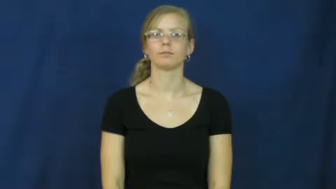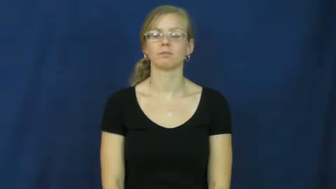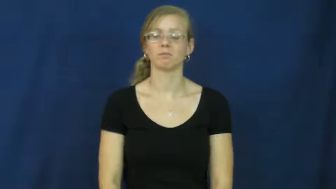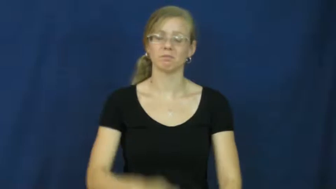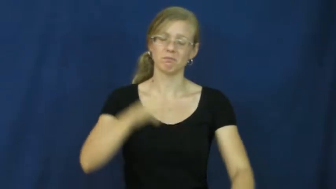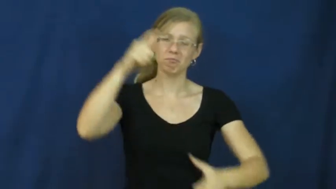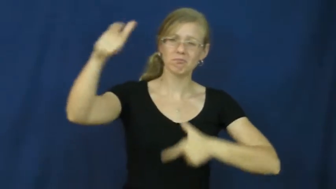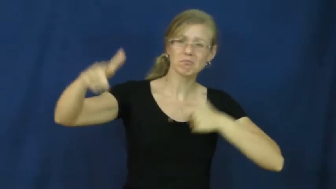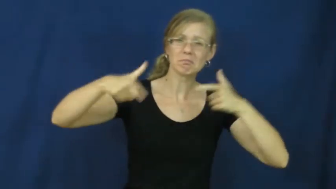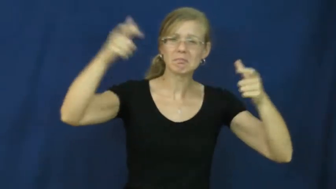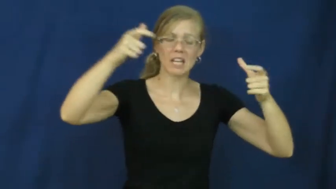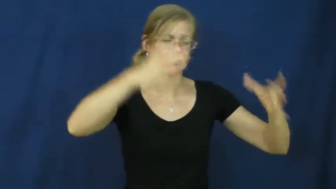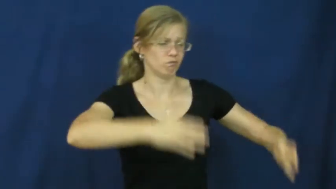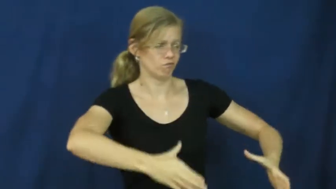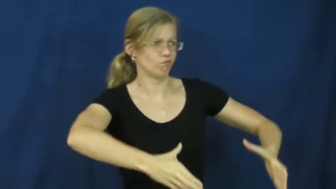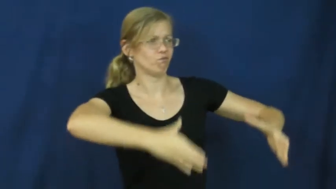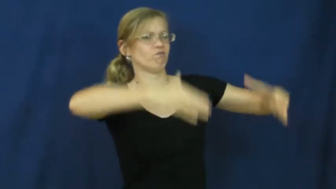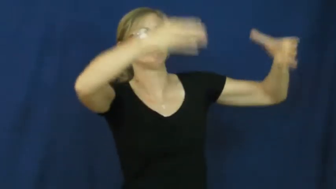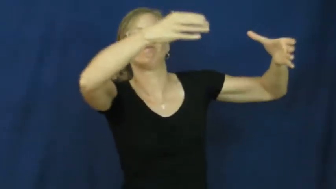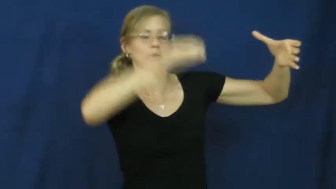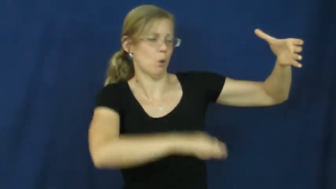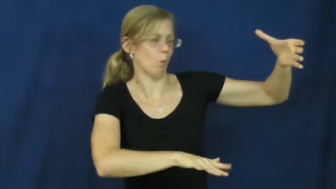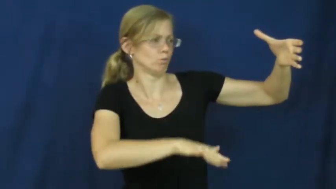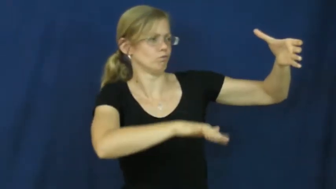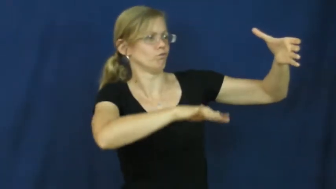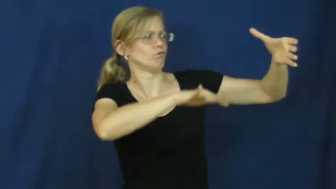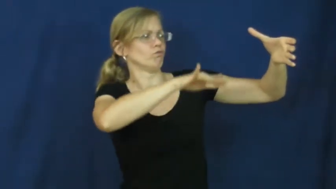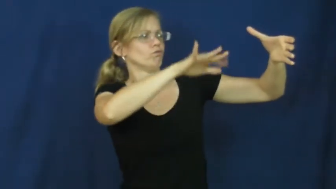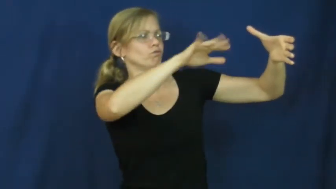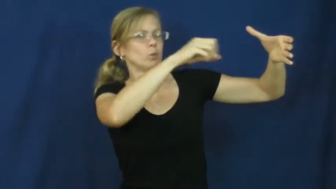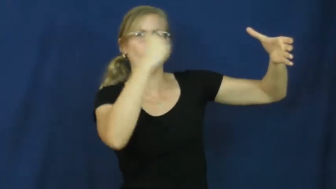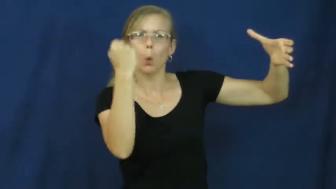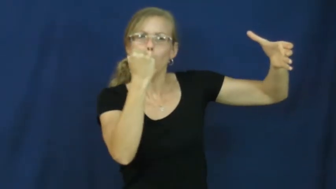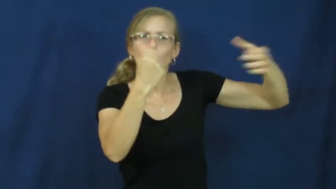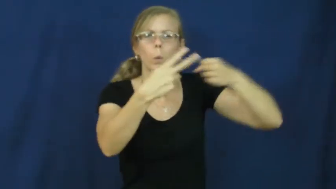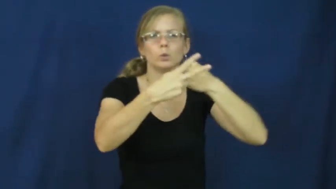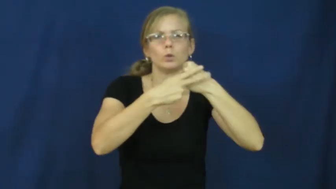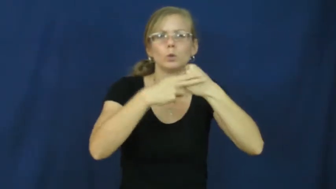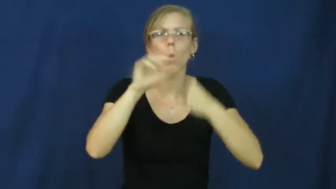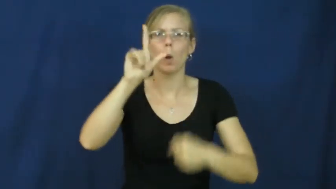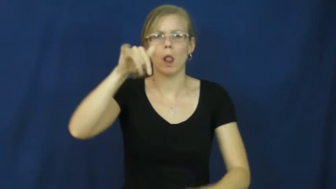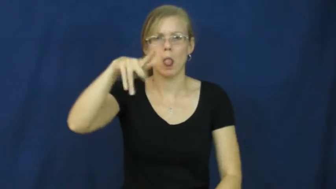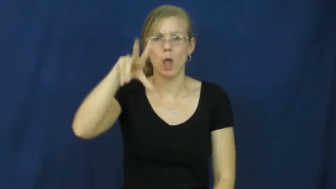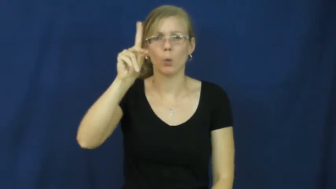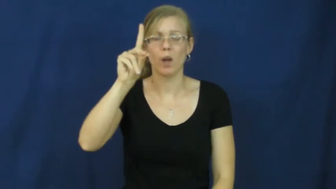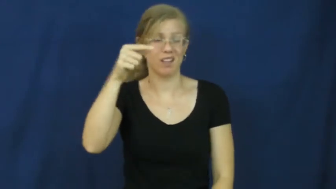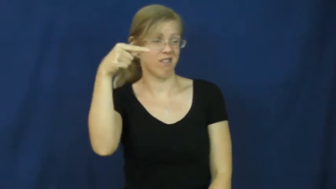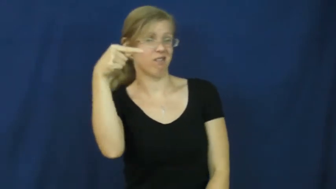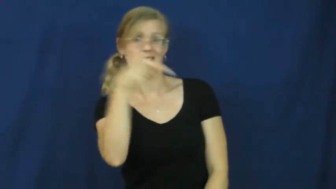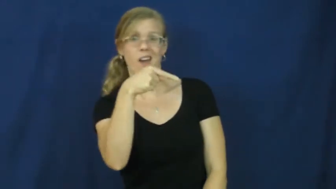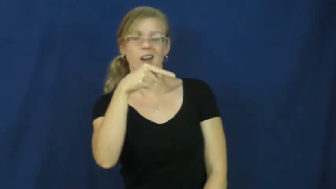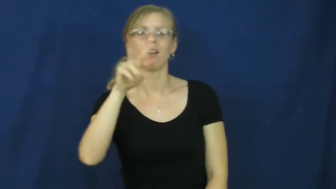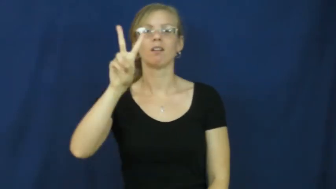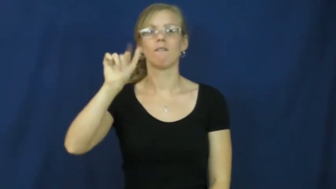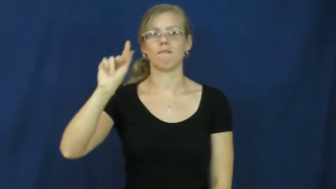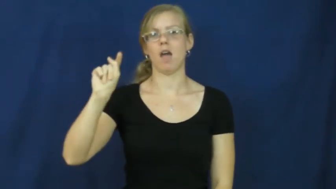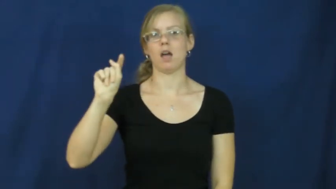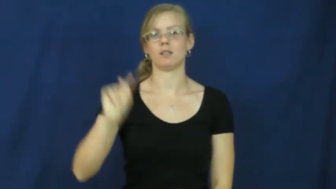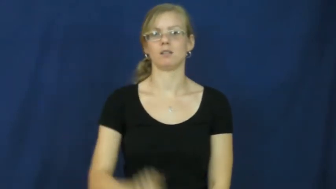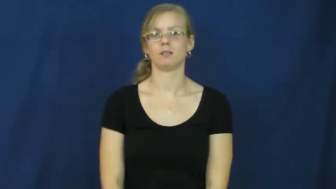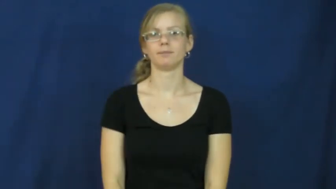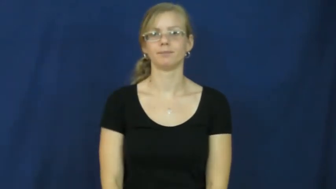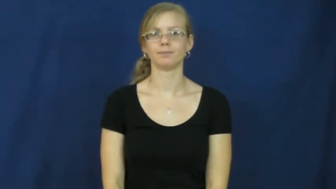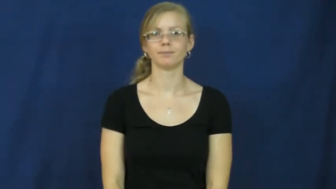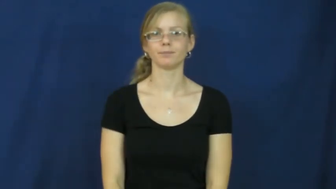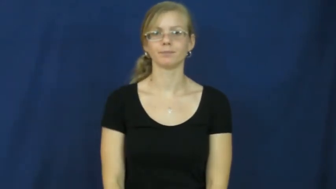vat